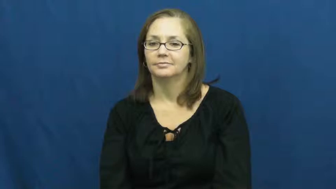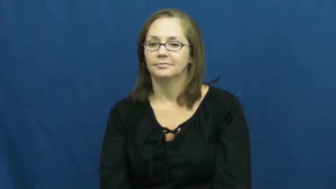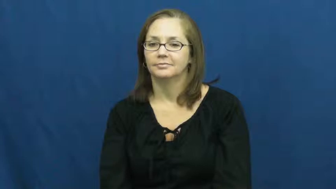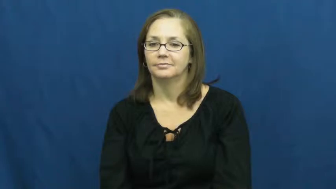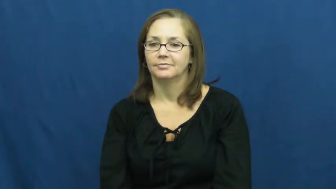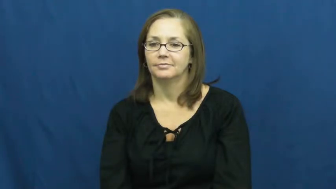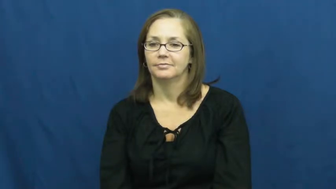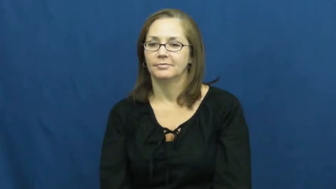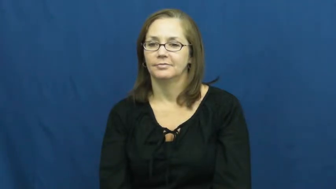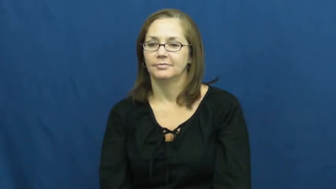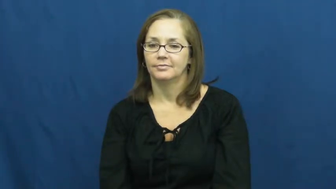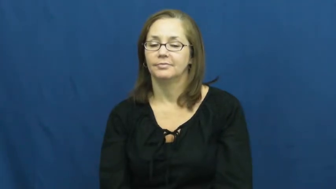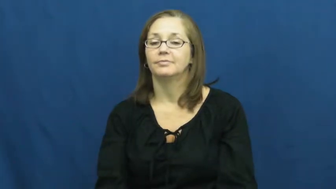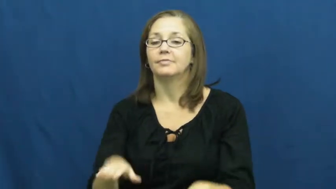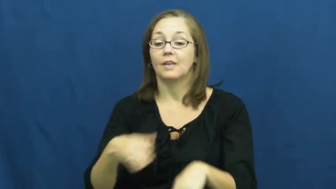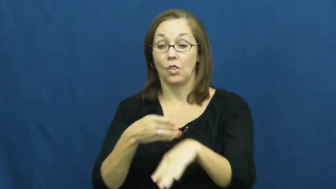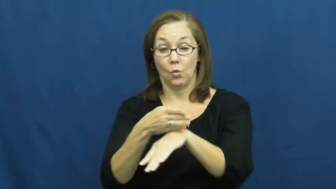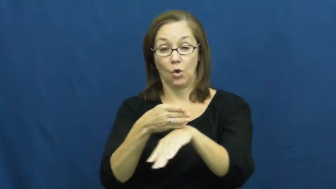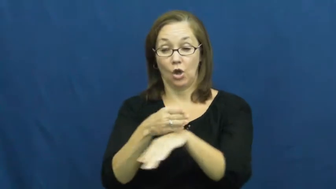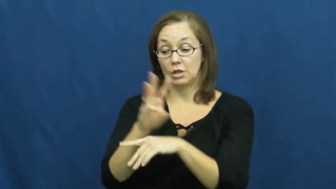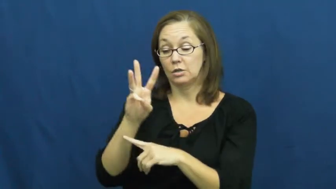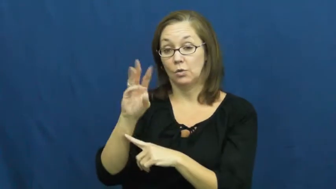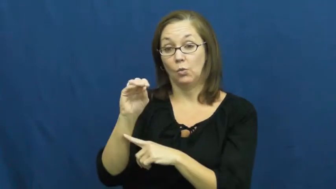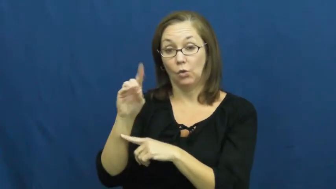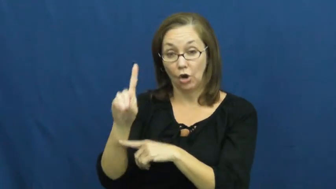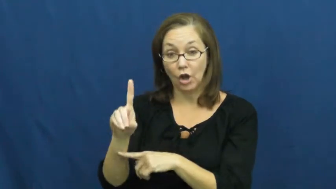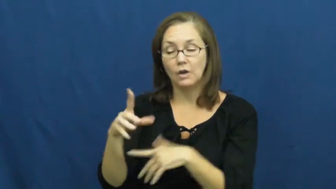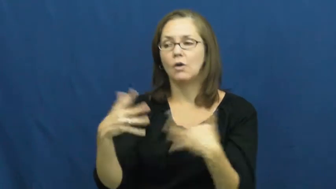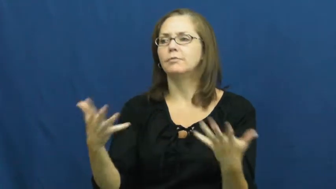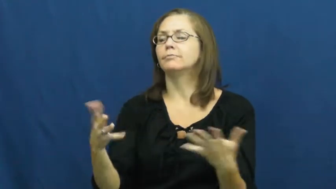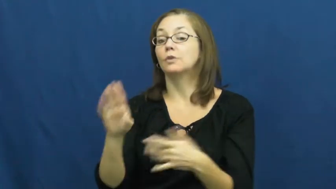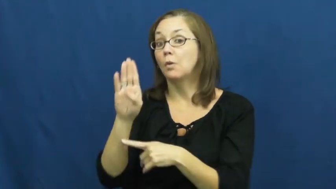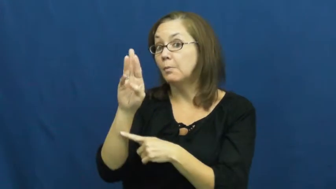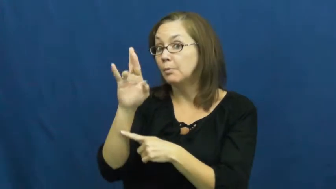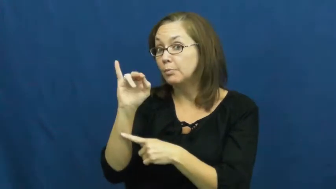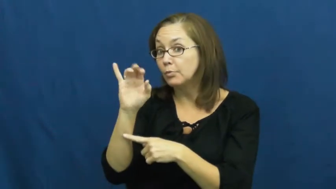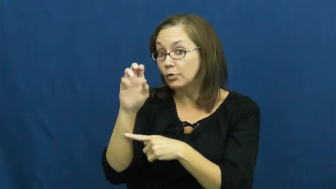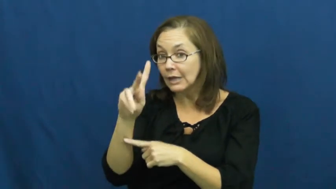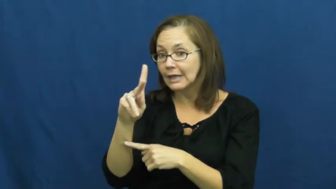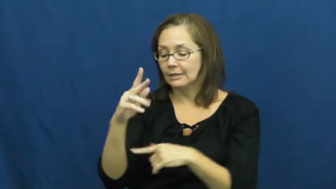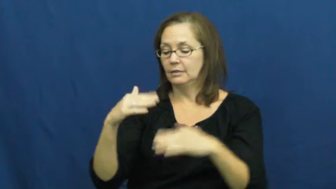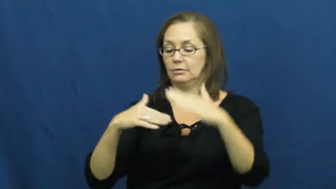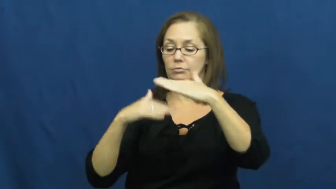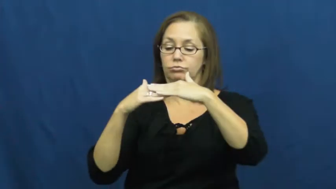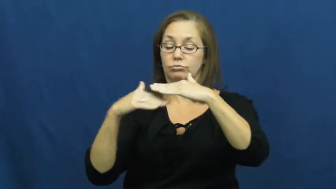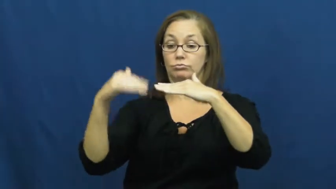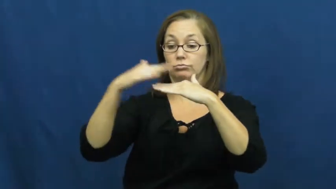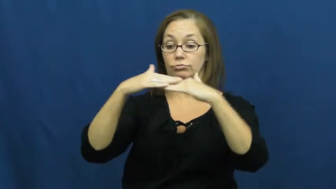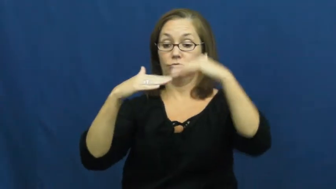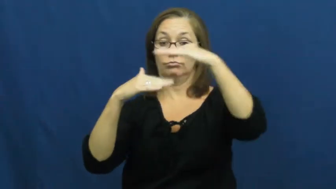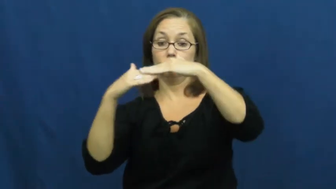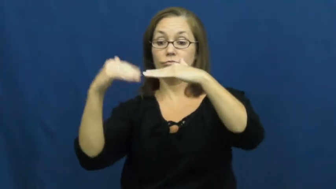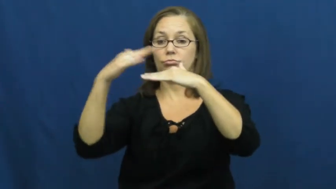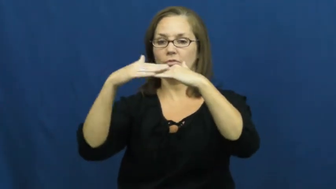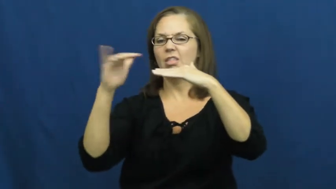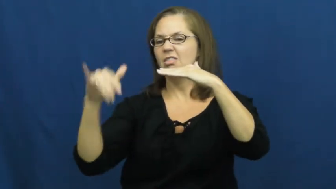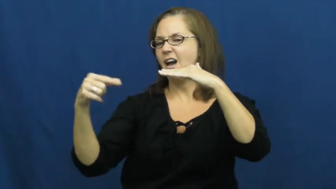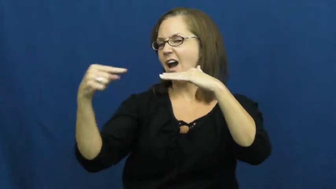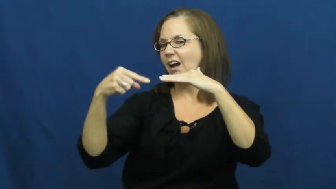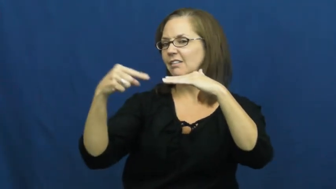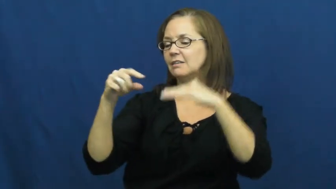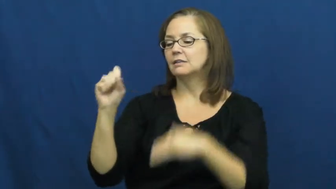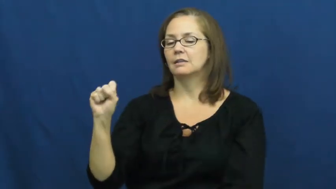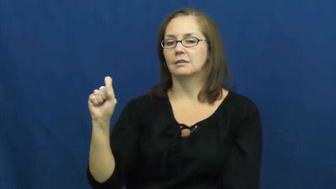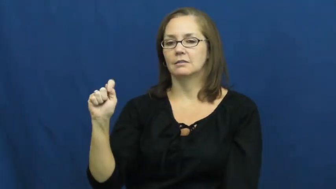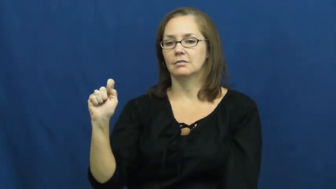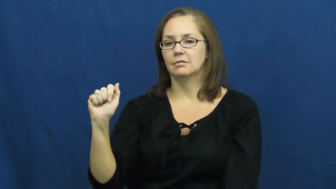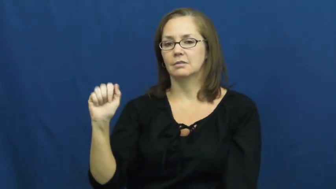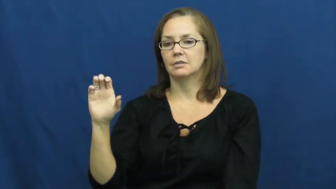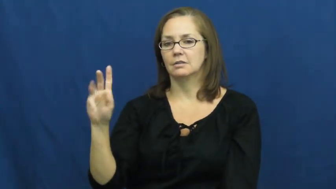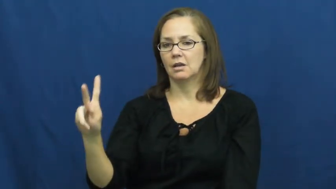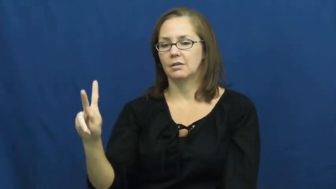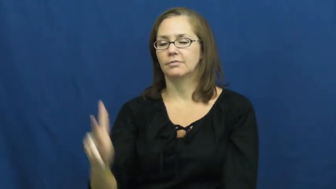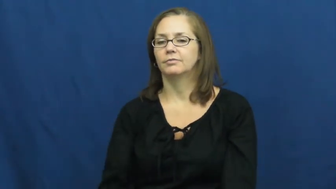stack,stack up,heap on-pile